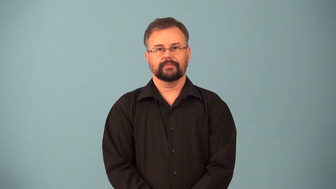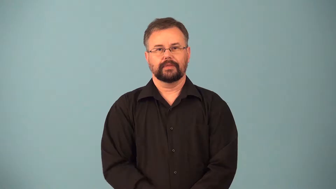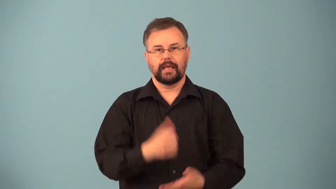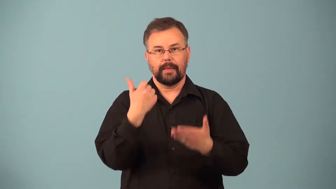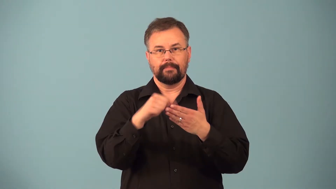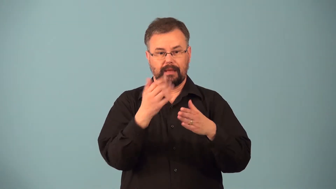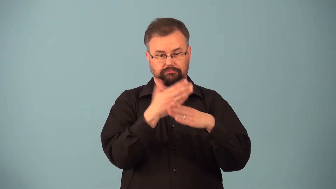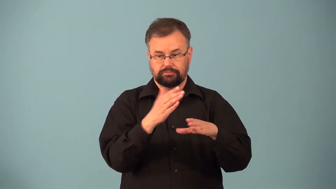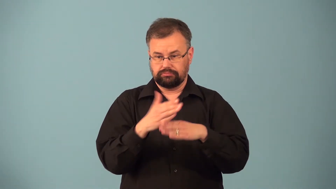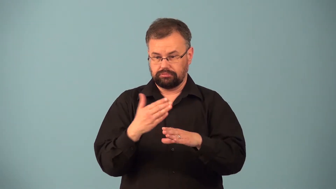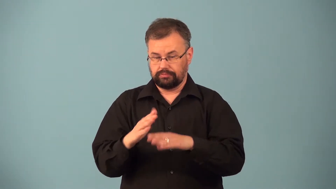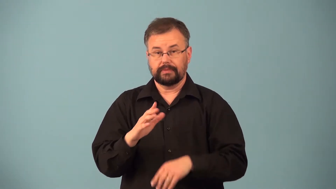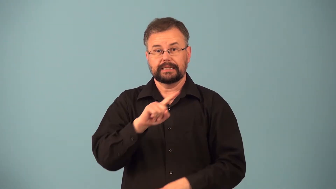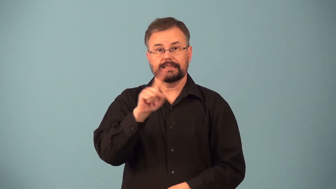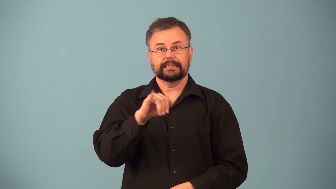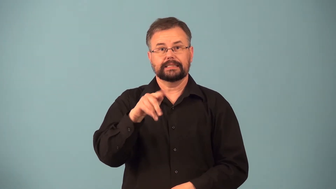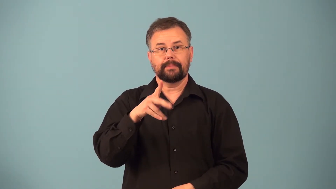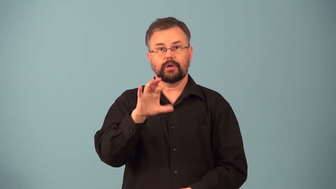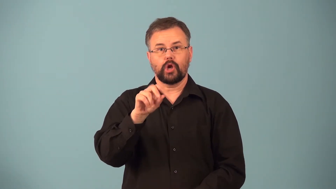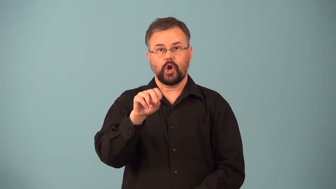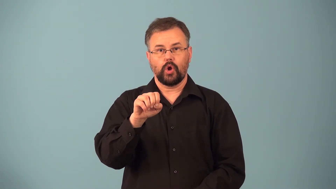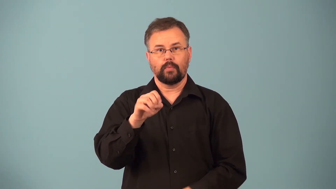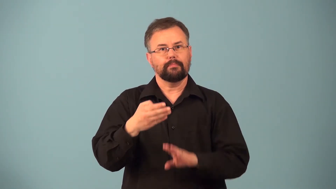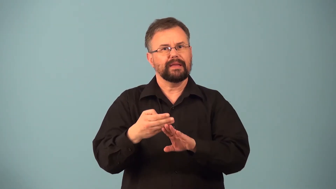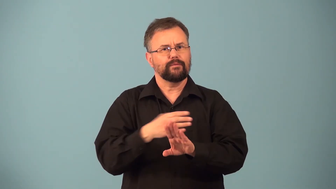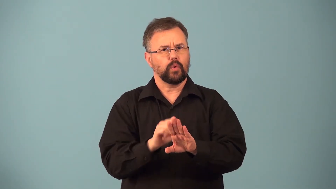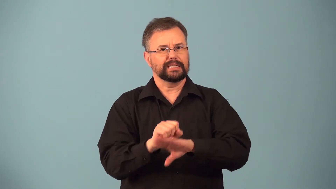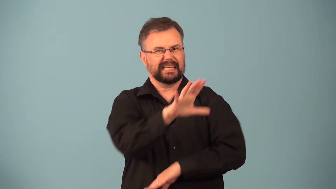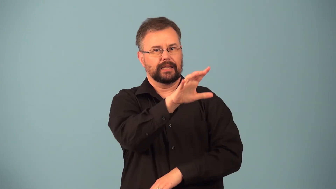presort